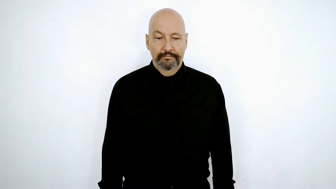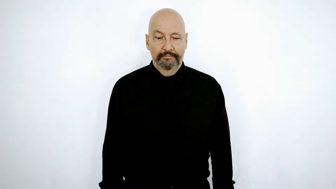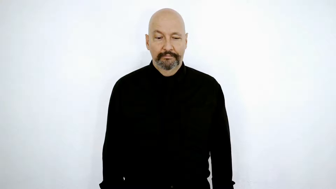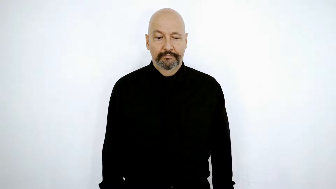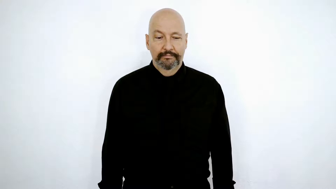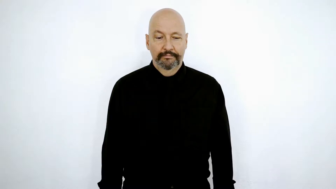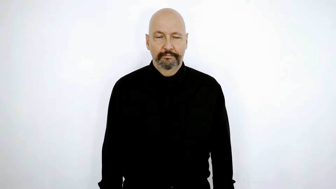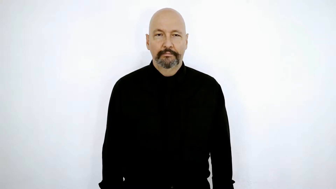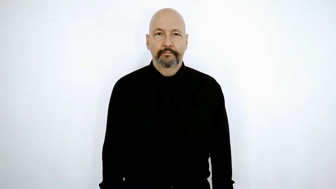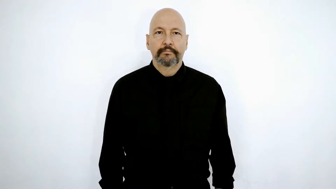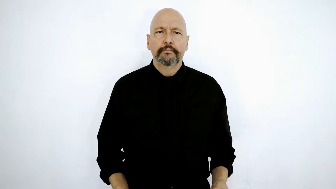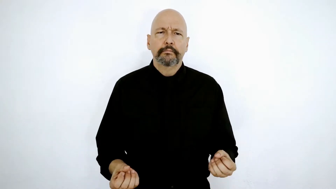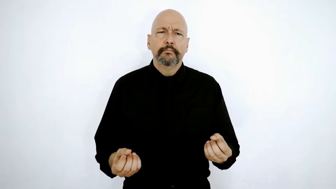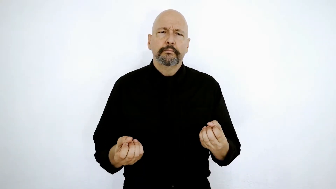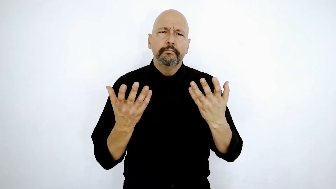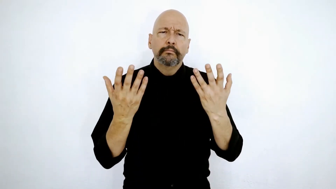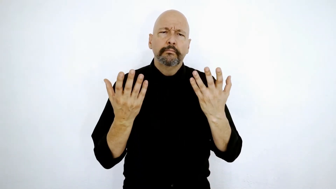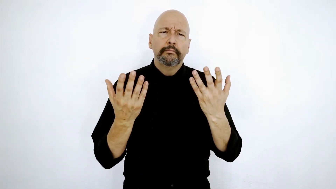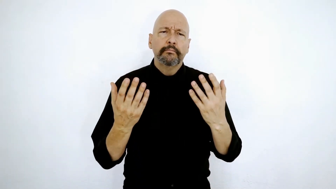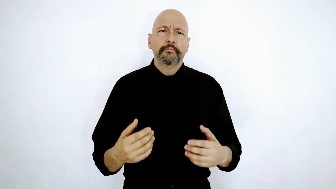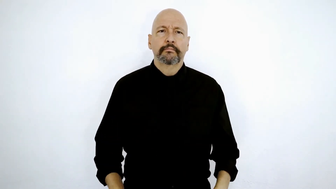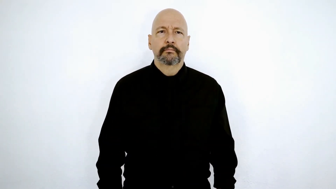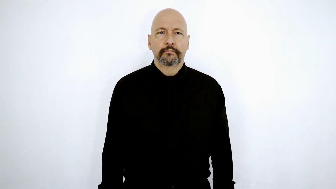HOW-MANY